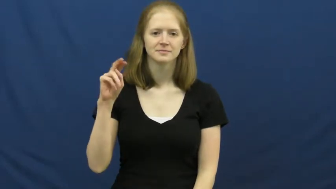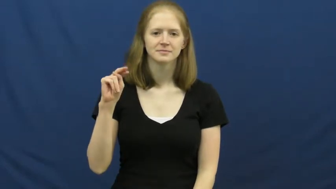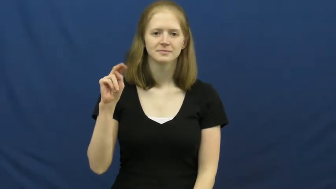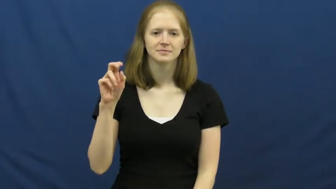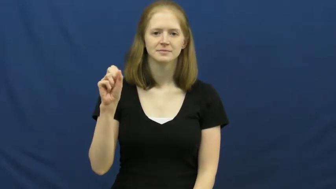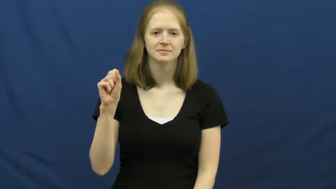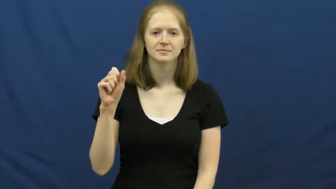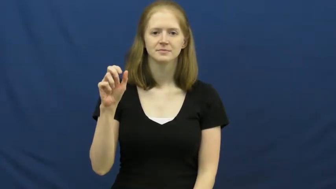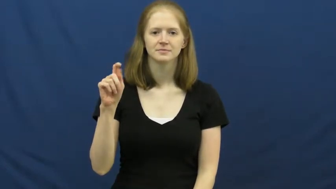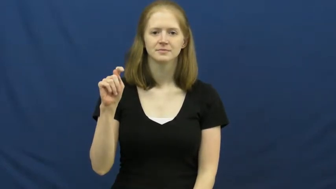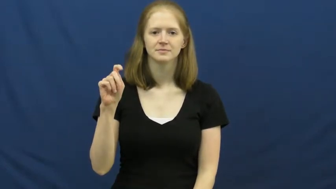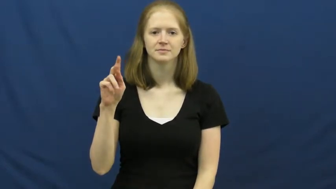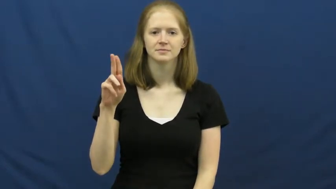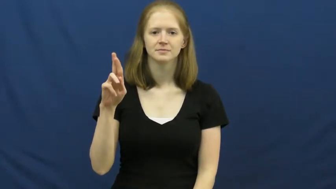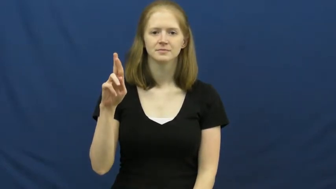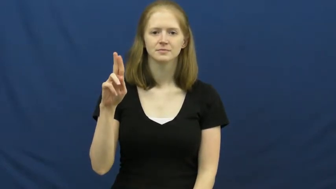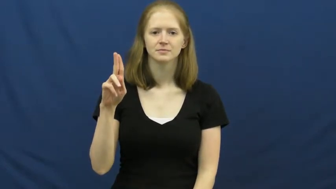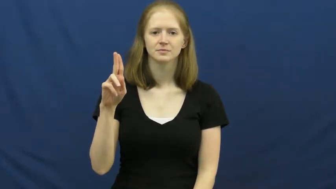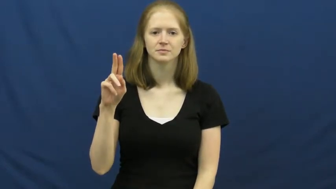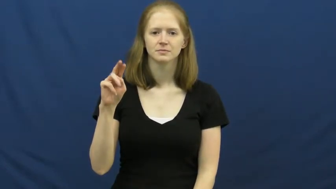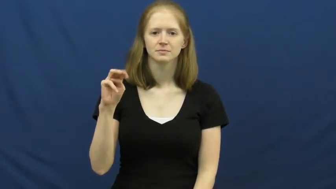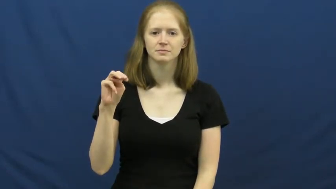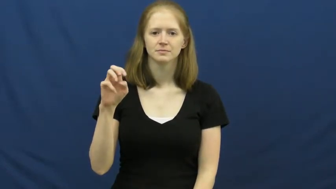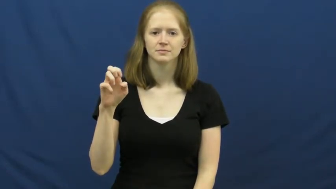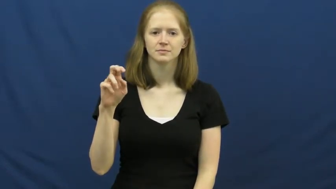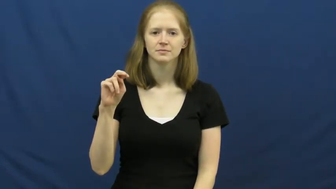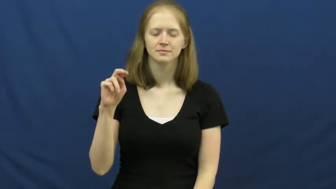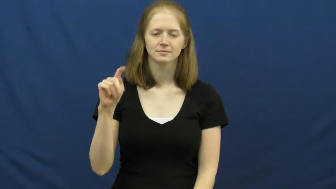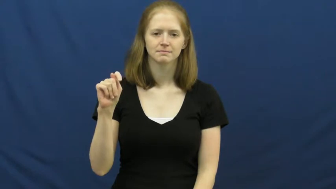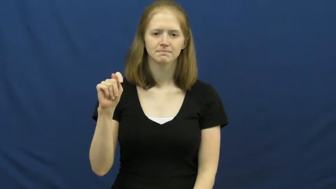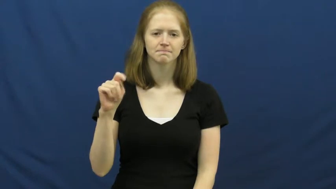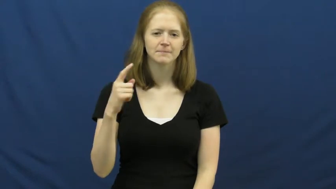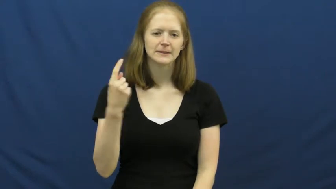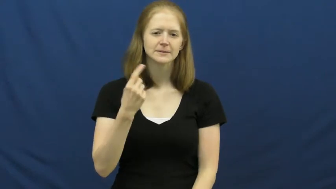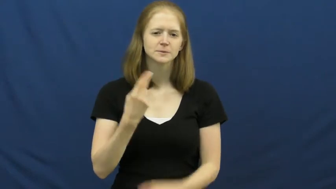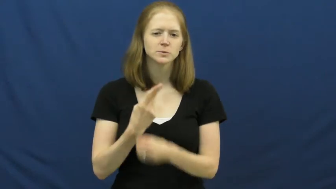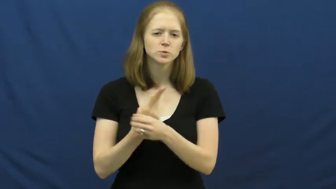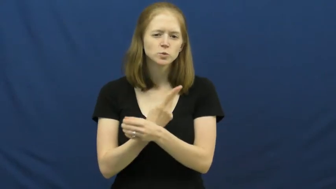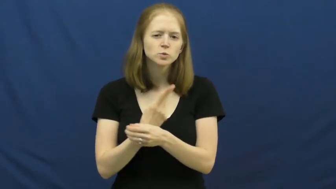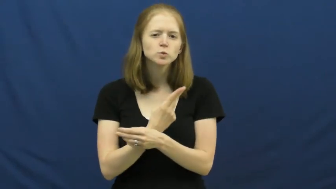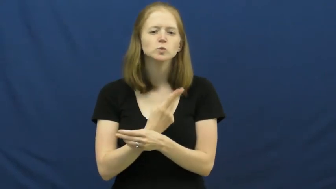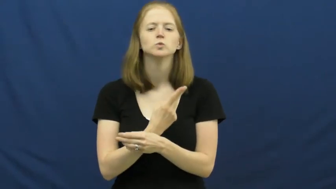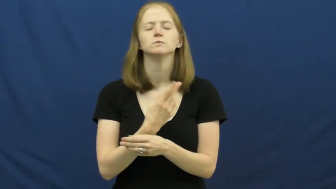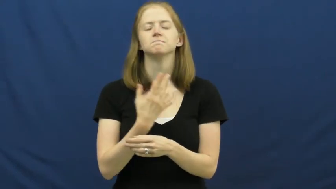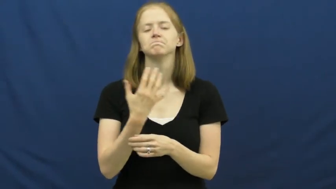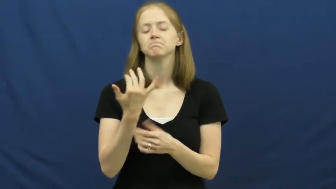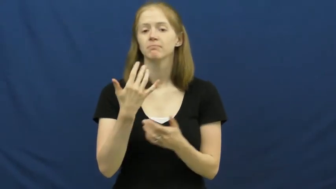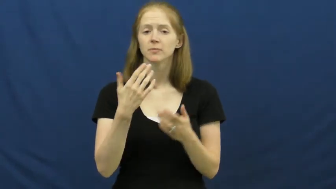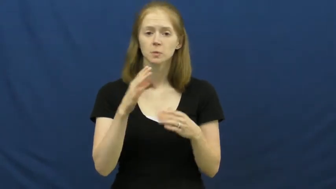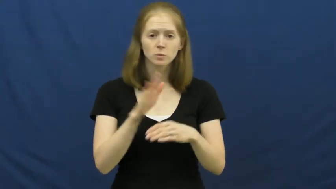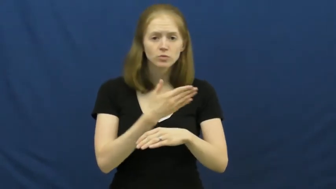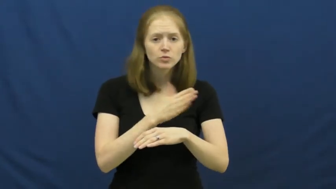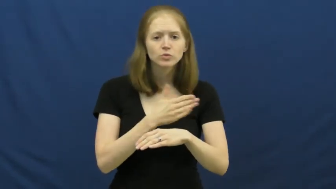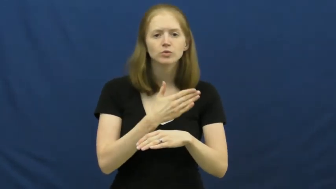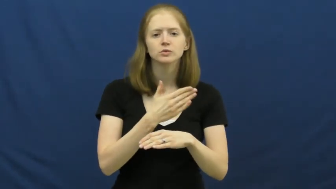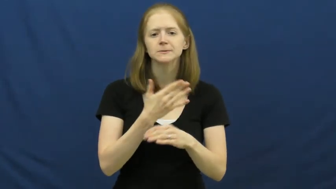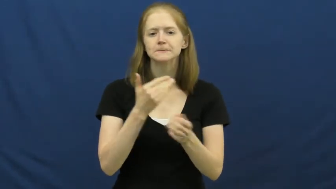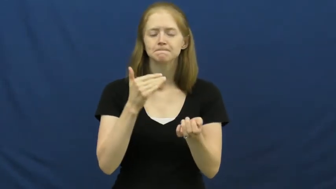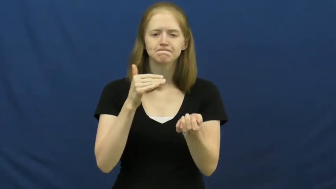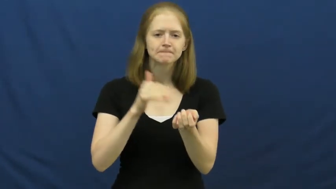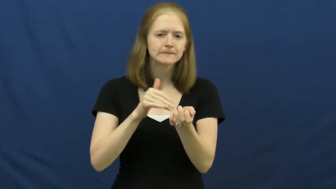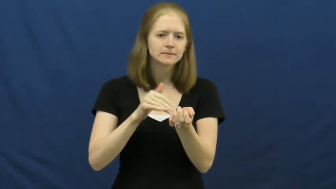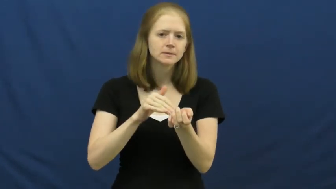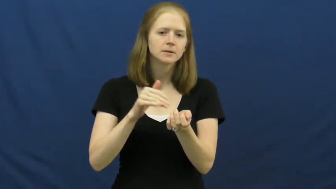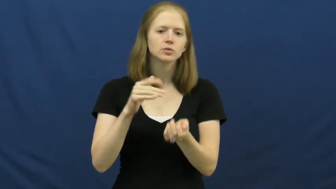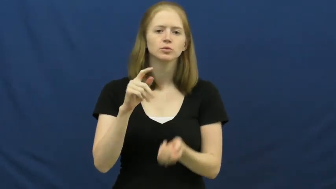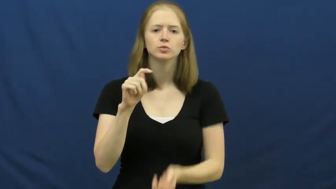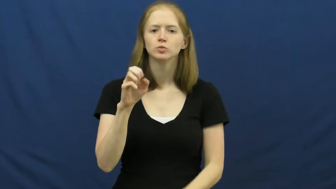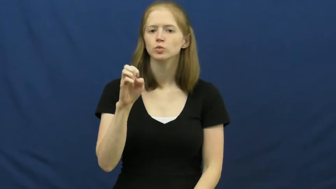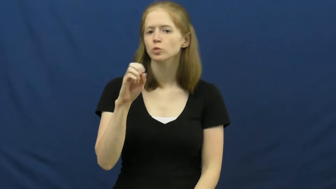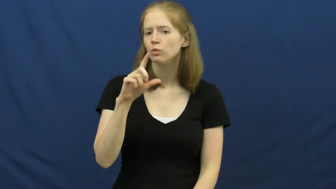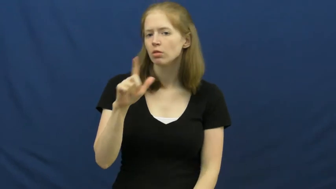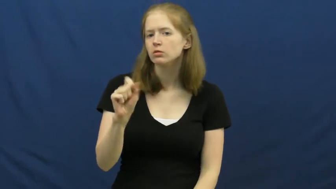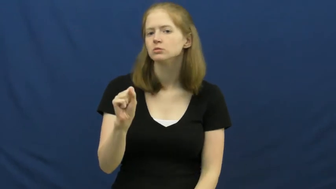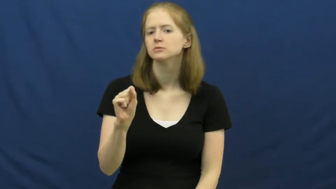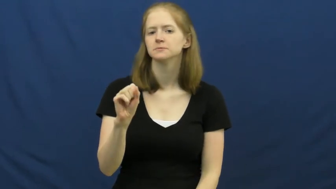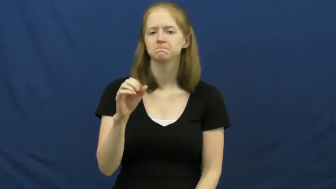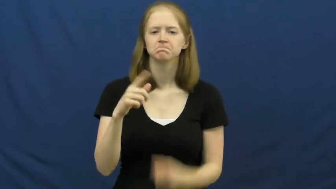instrument